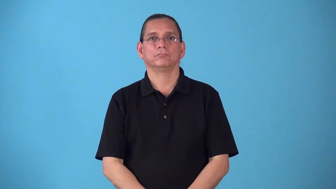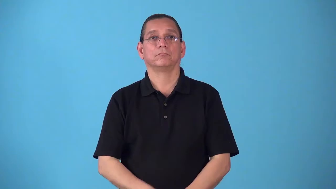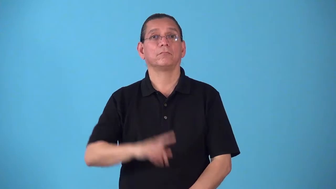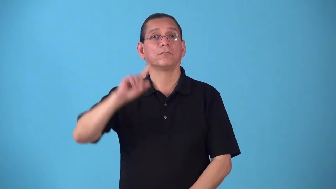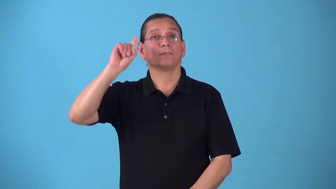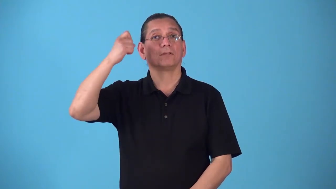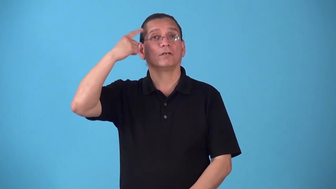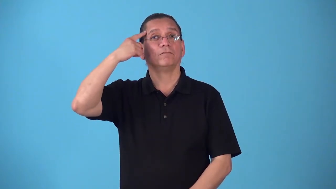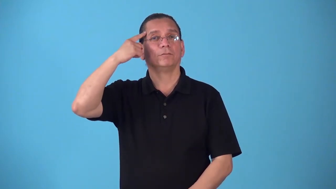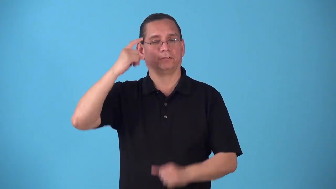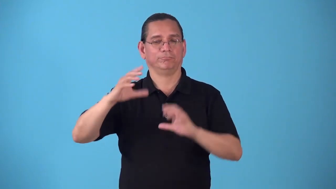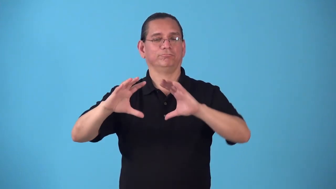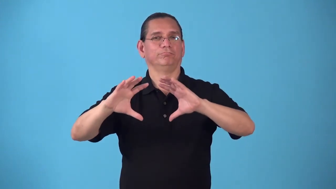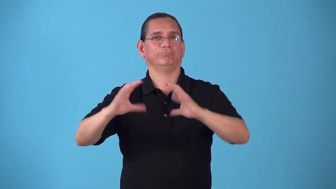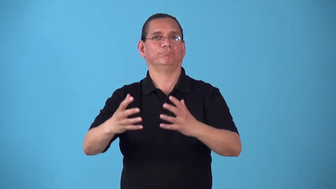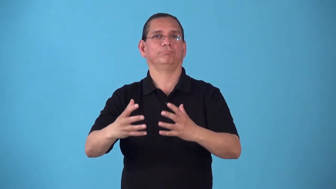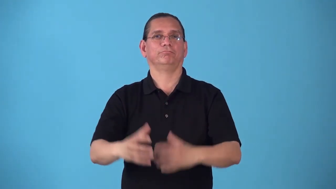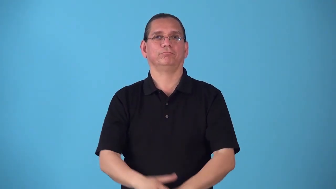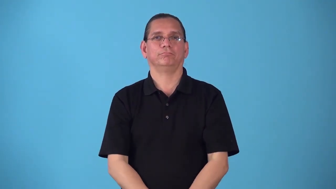bureau,secretariat-government department